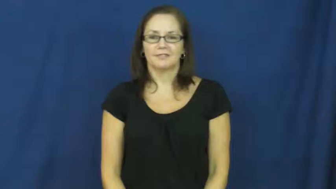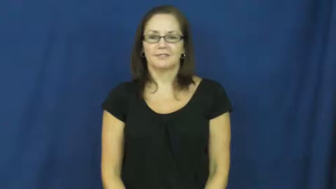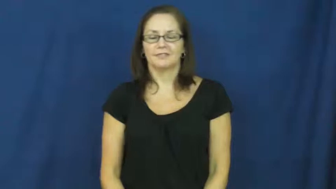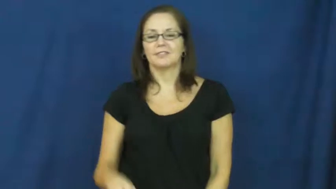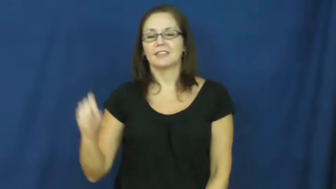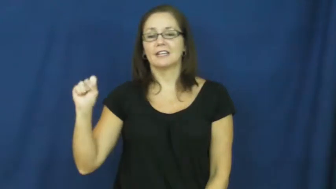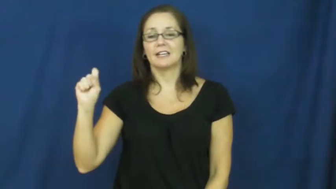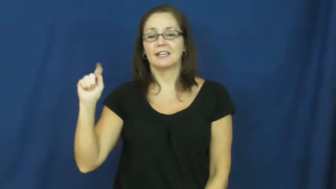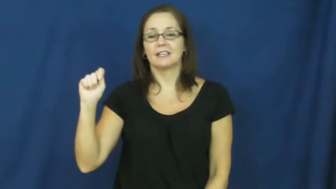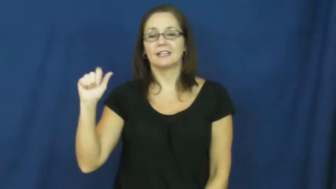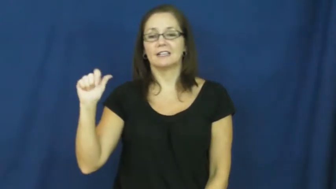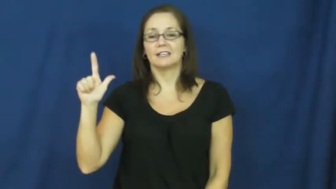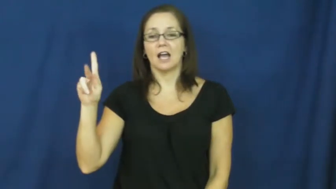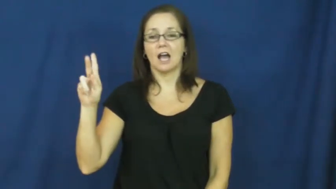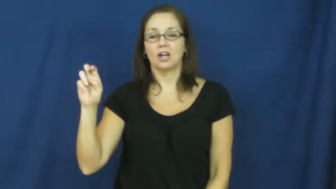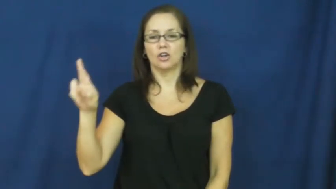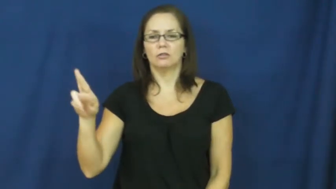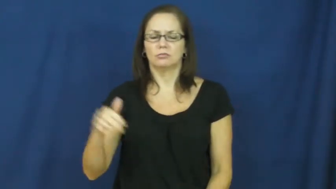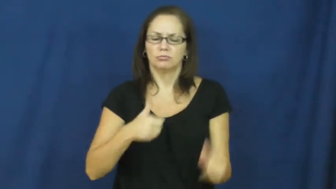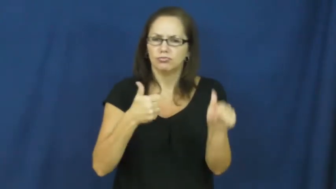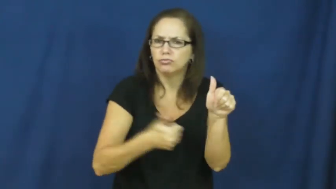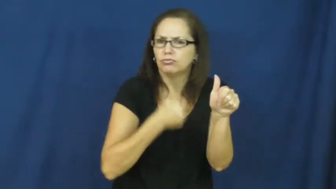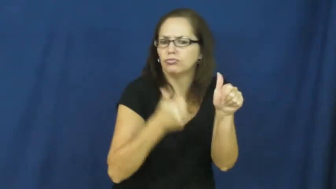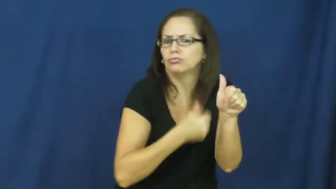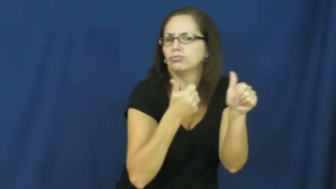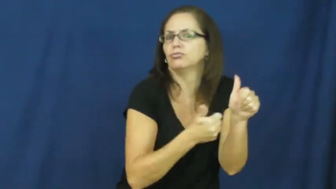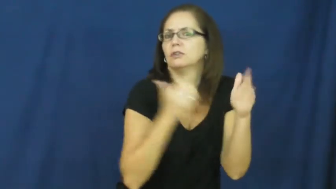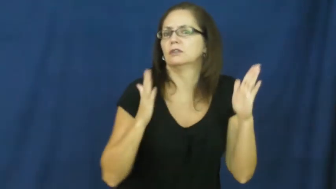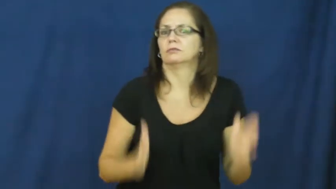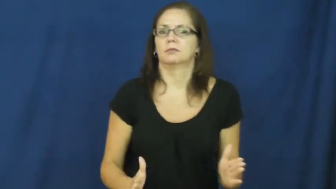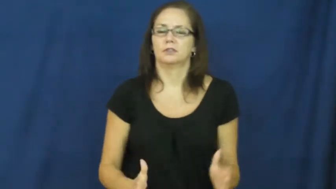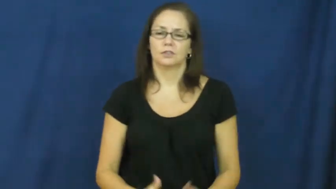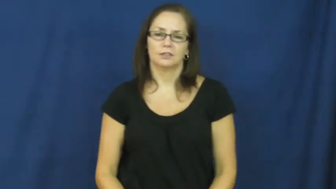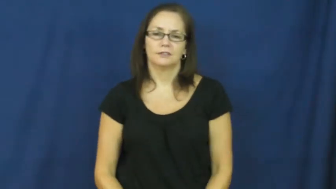stalker